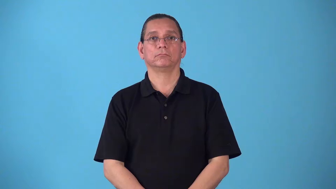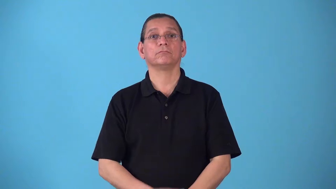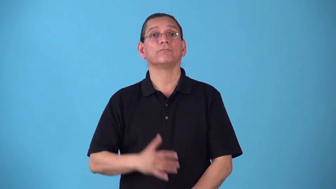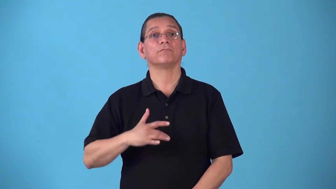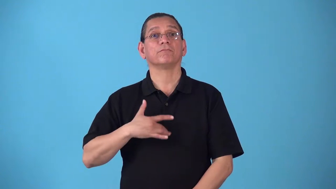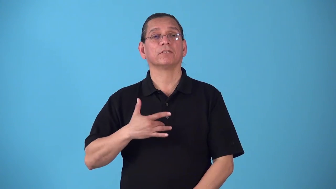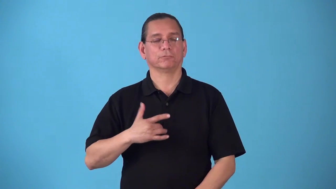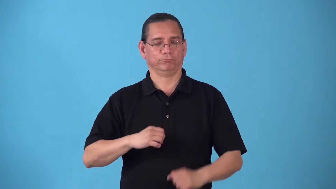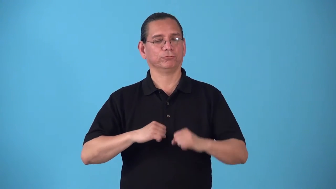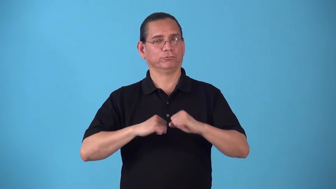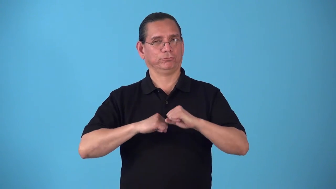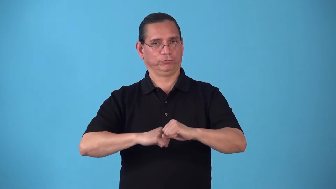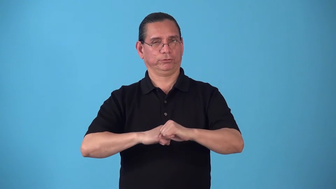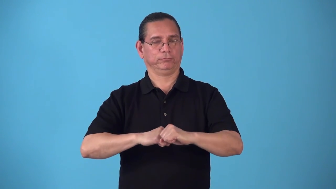secure,safe-feels accepted